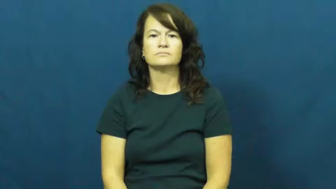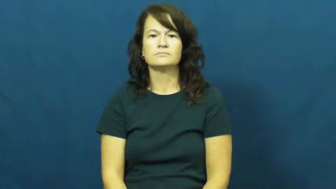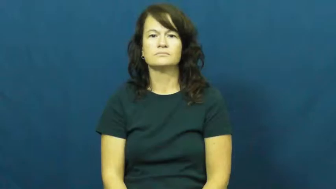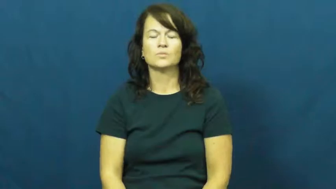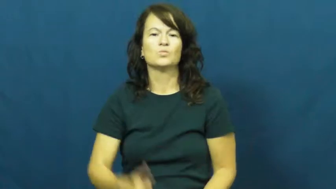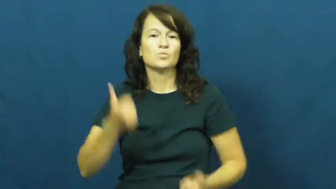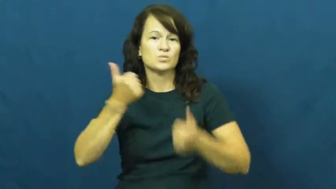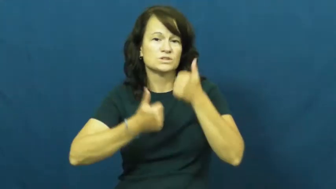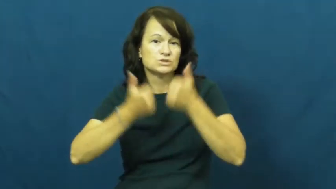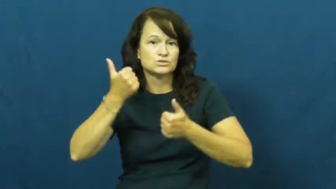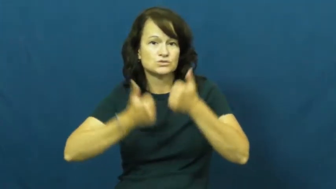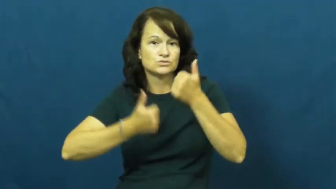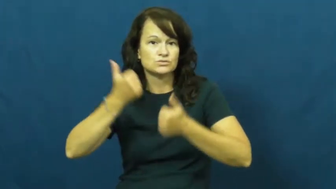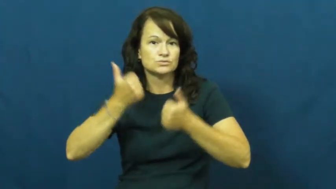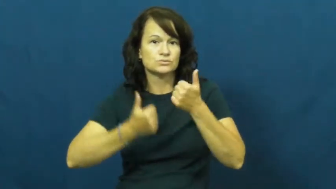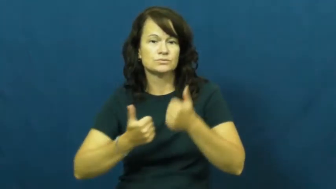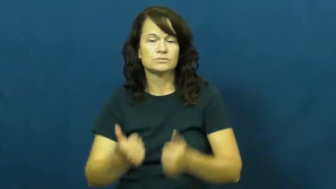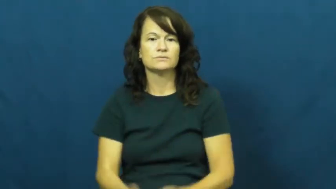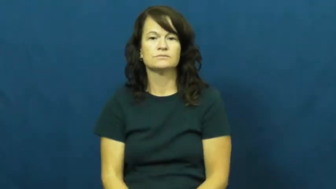which